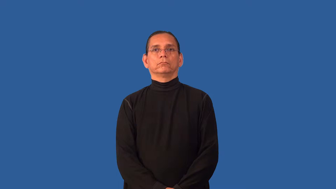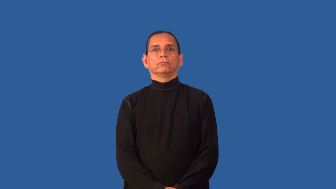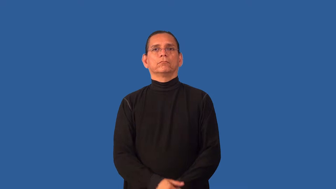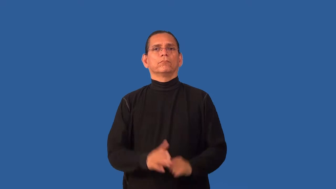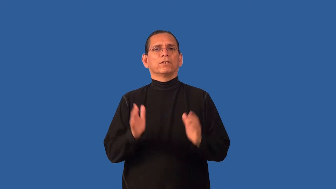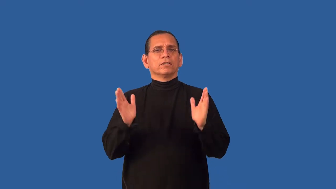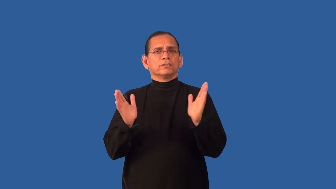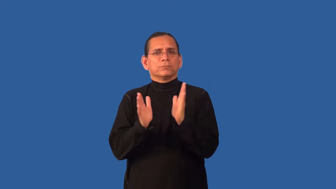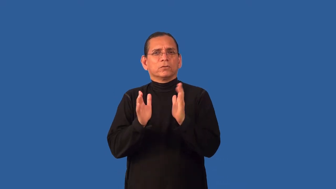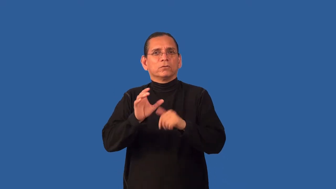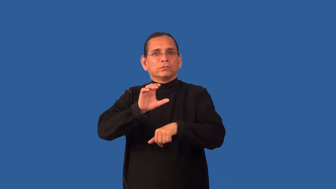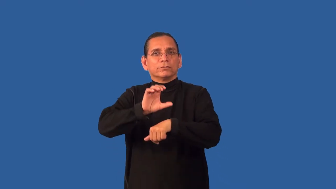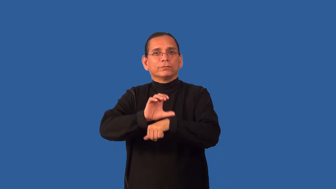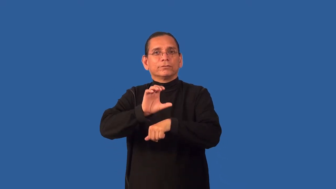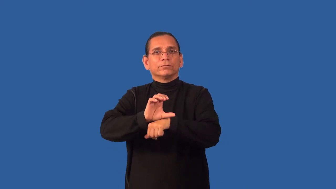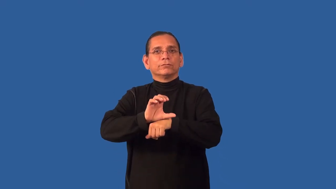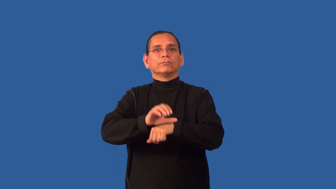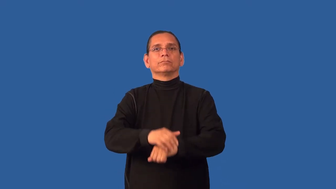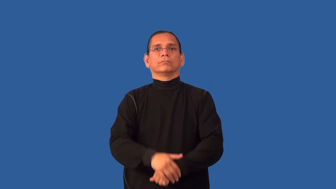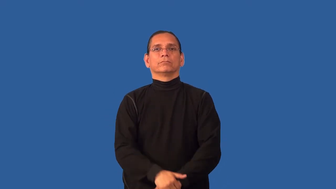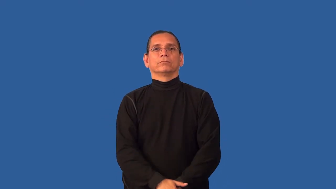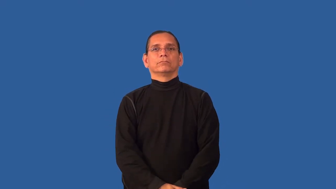chapel